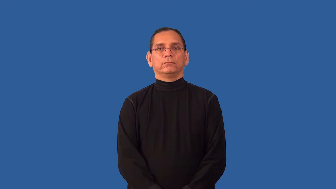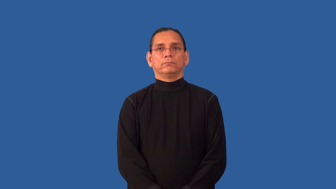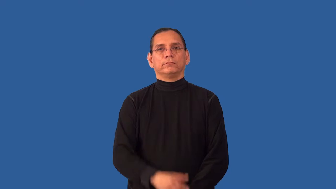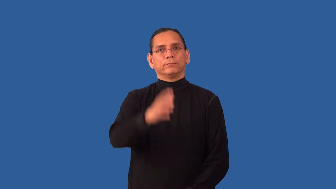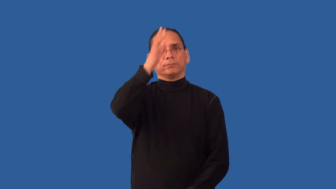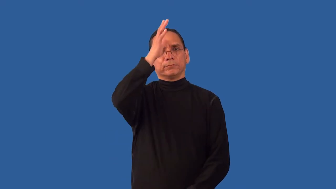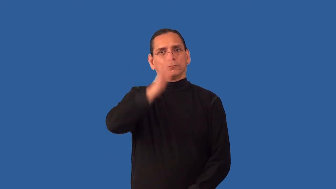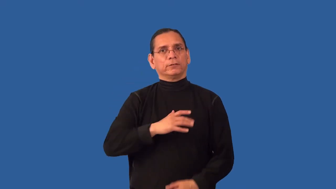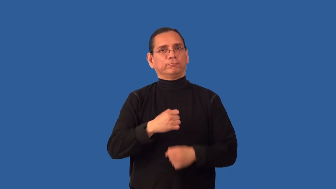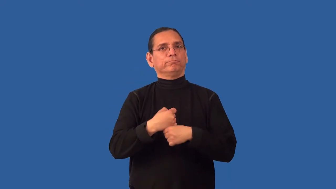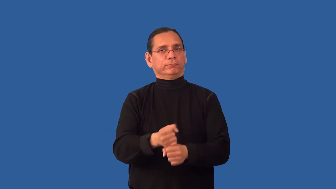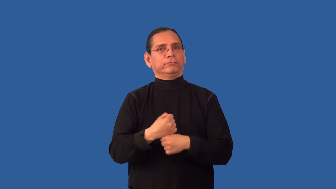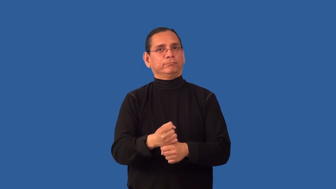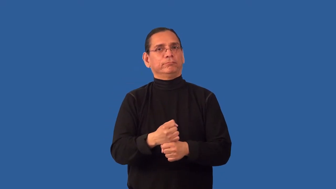manmade